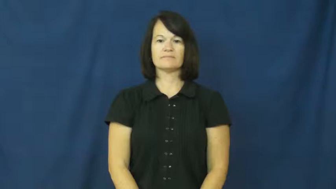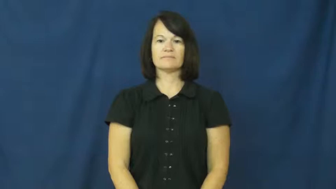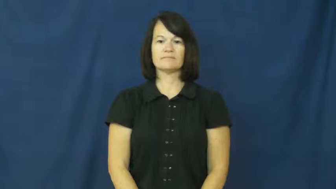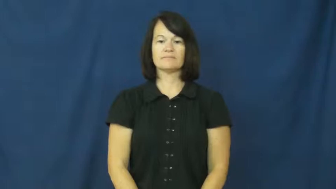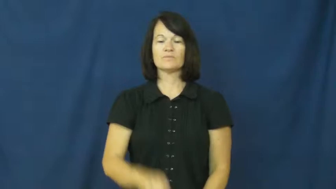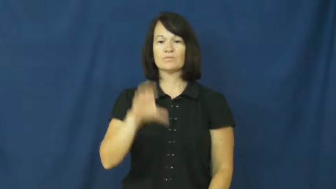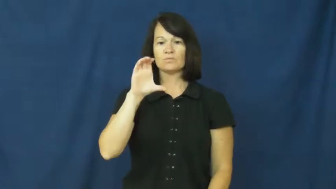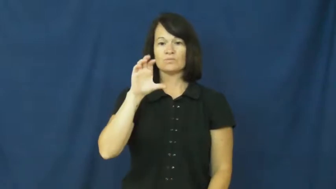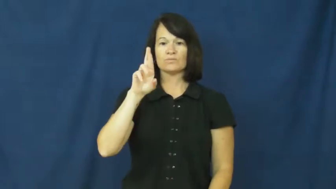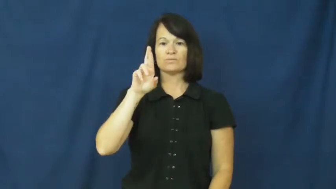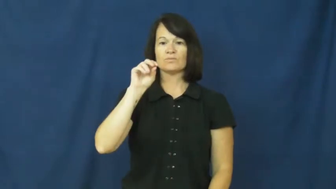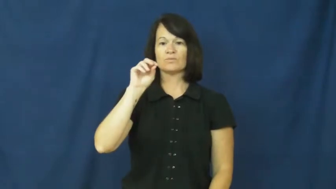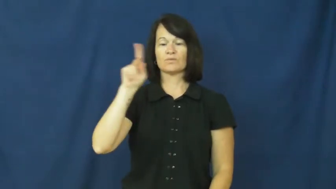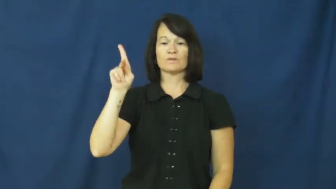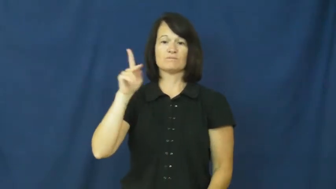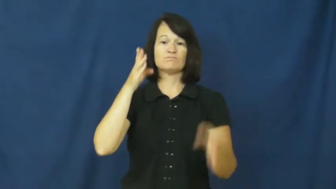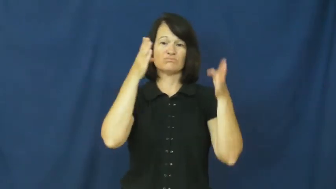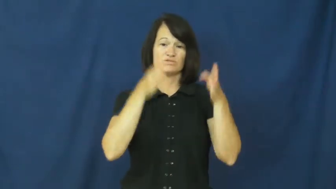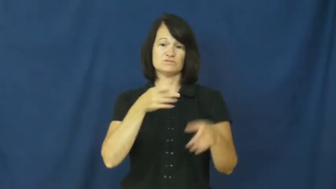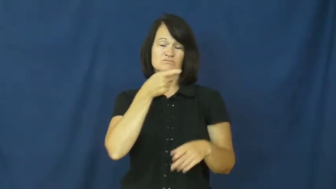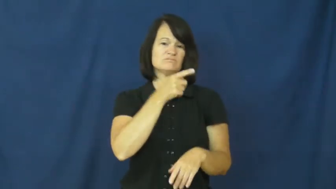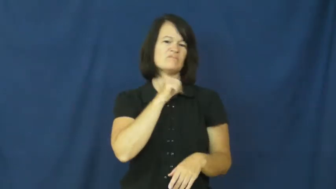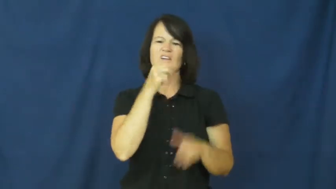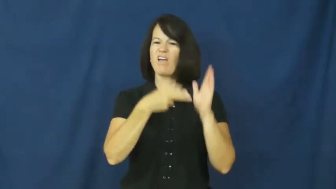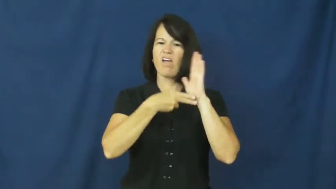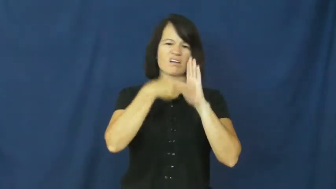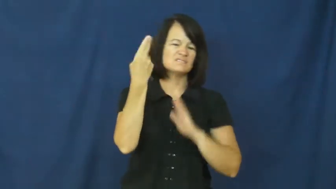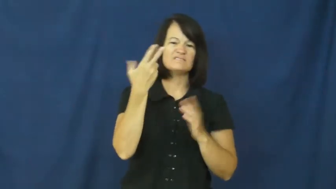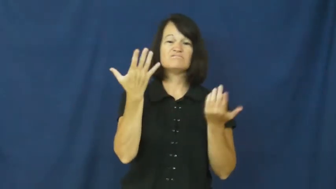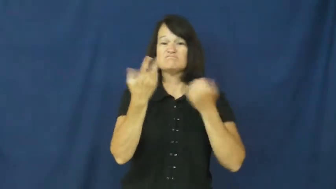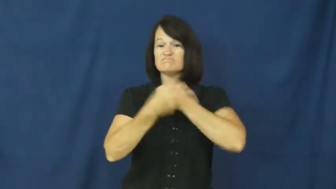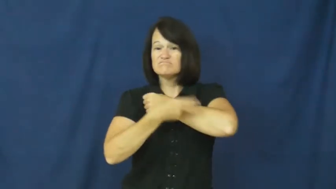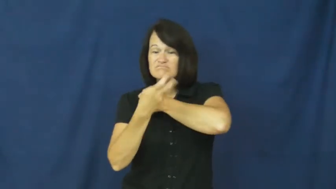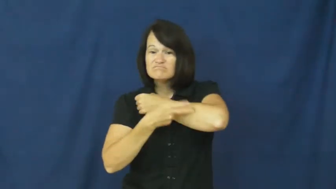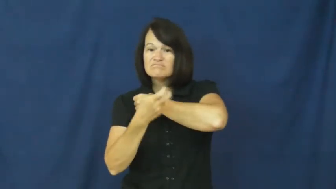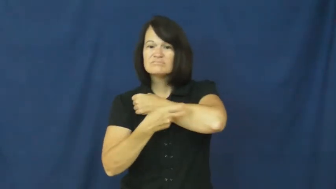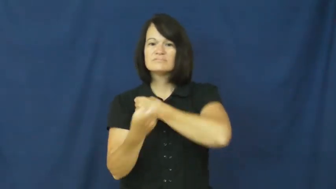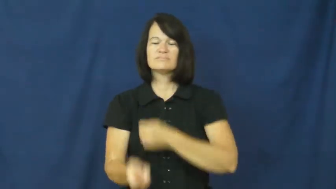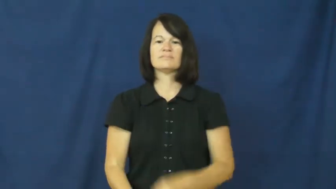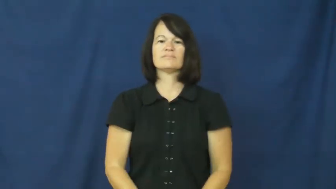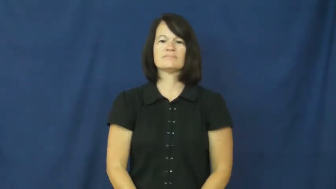crook-dishonest